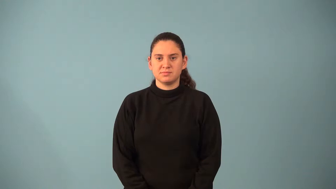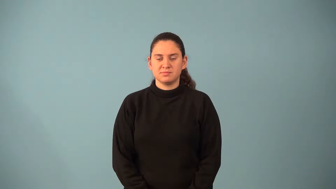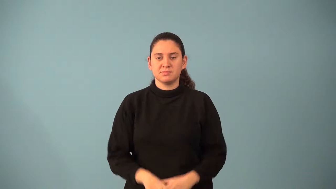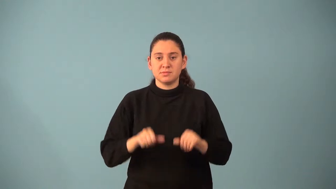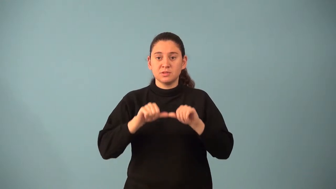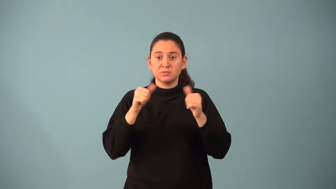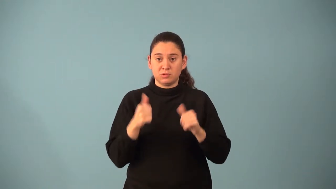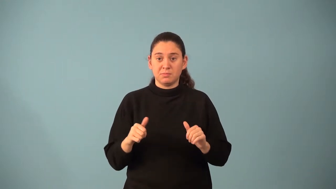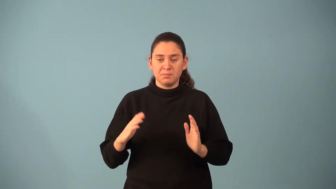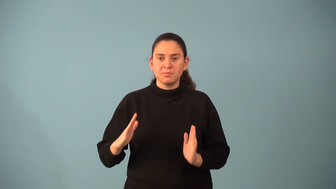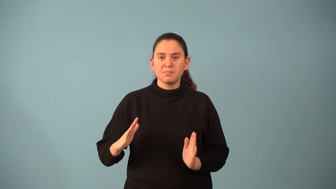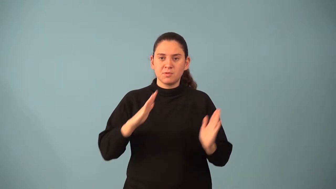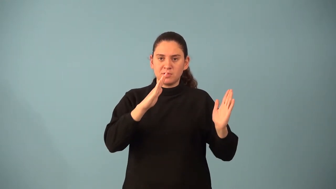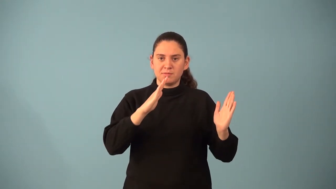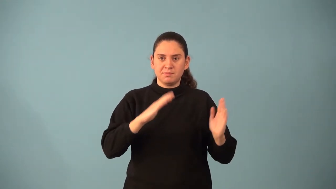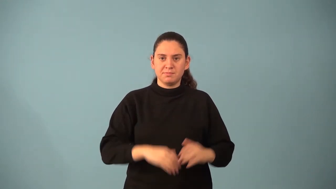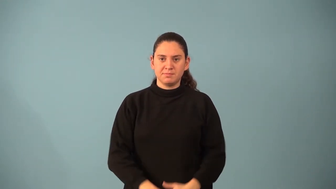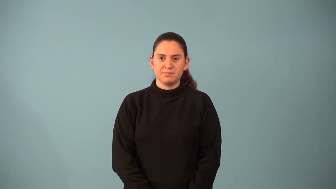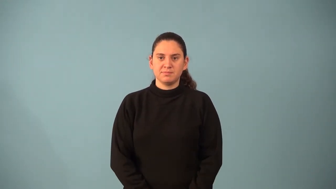parallelogram